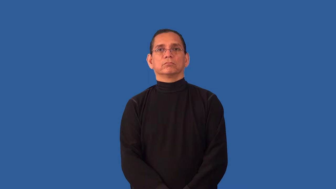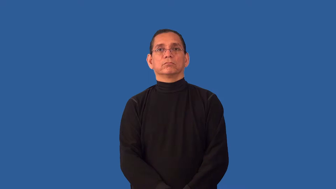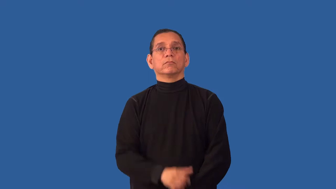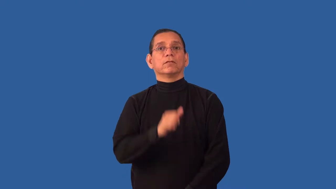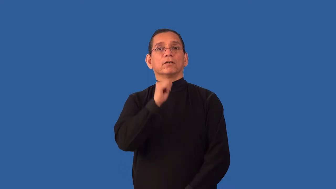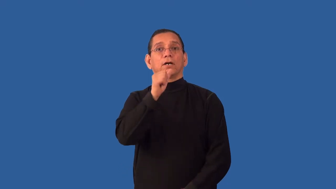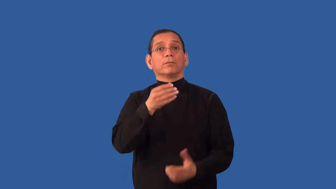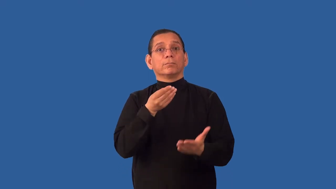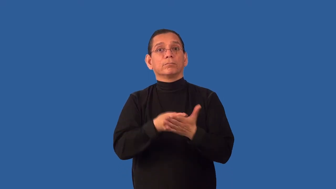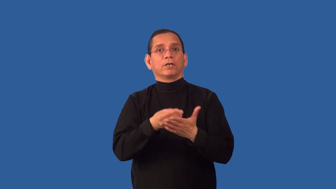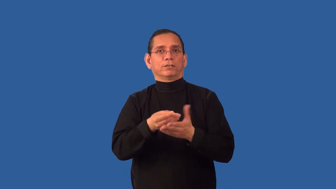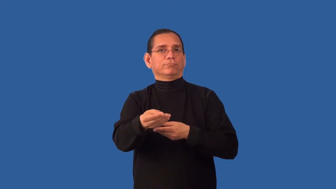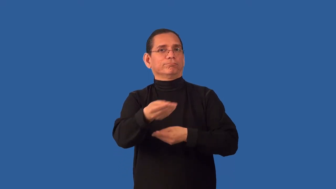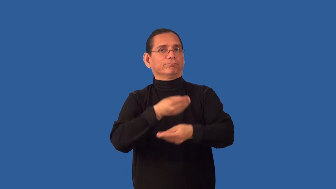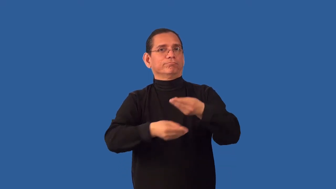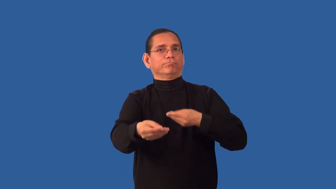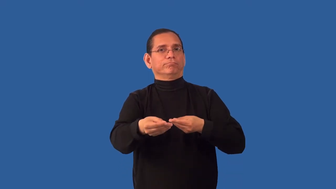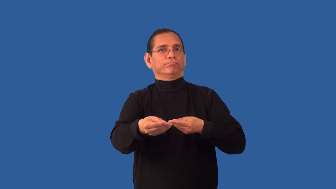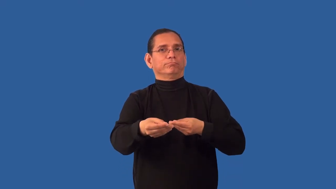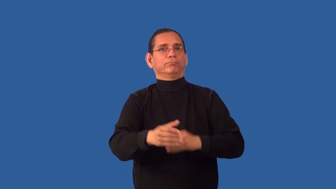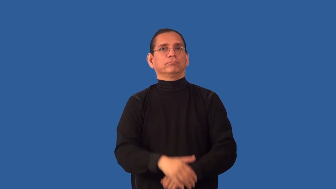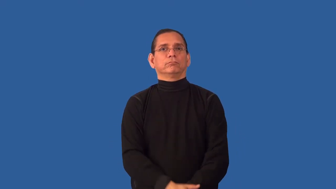uncommercial